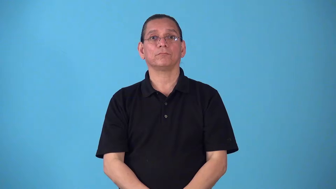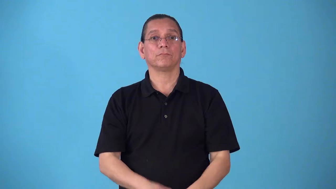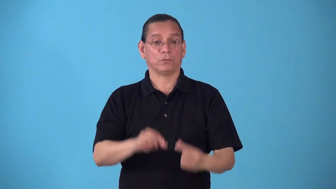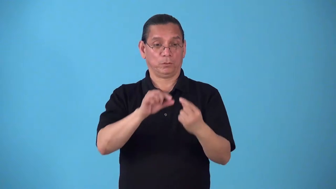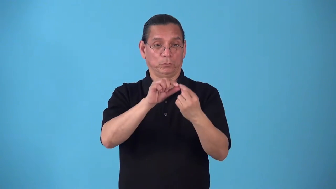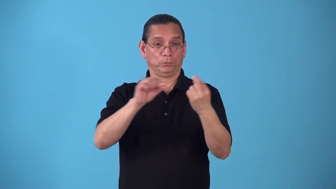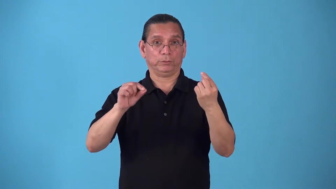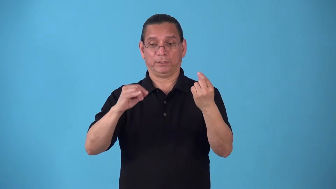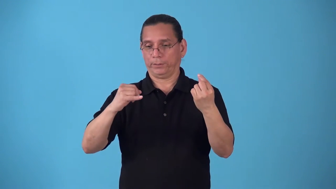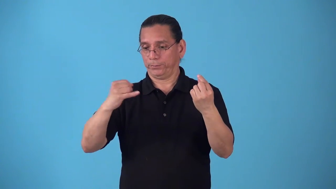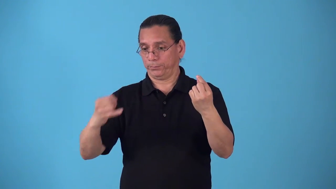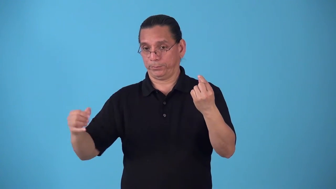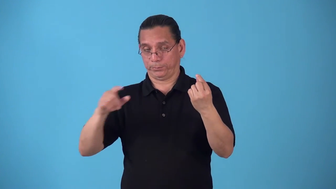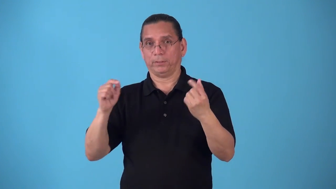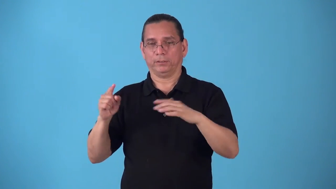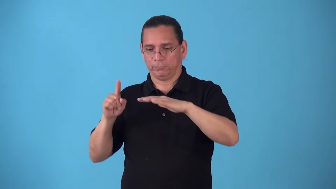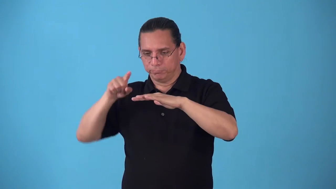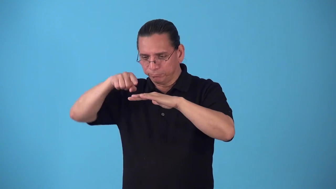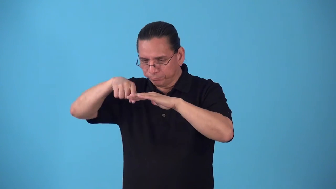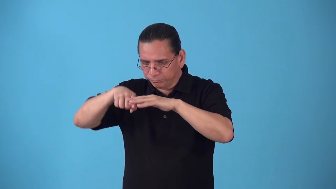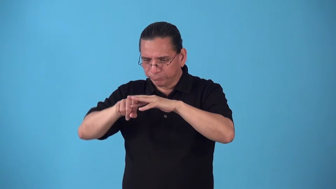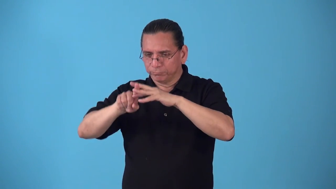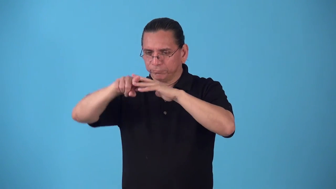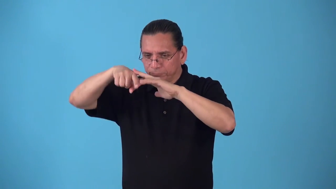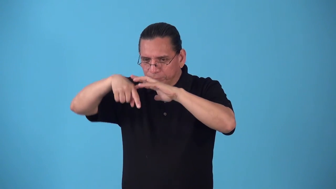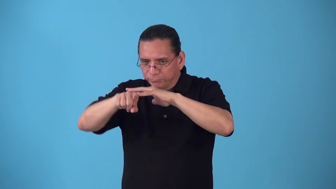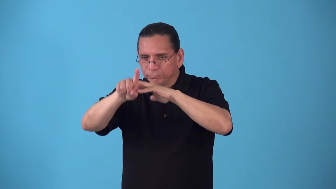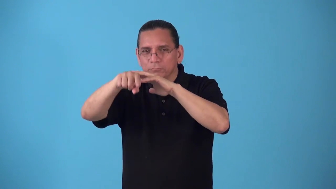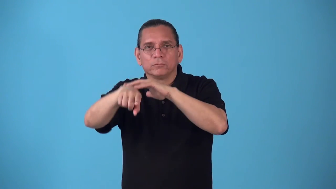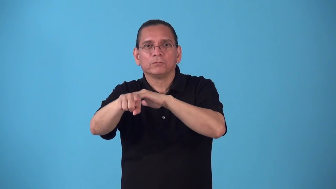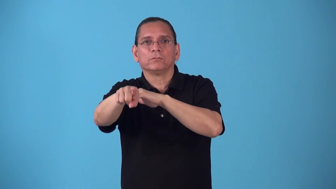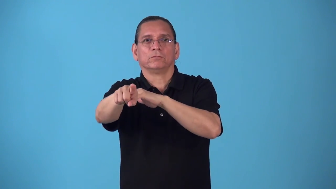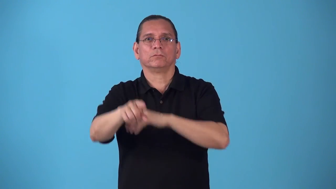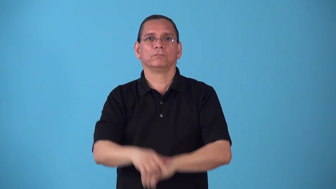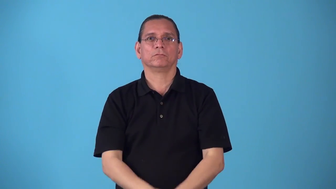run,reeve-thread through